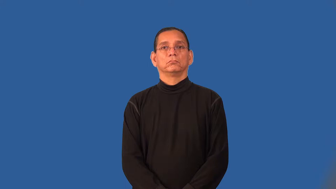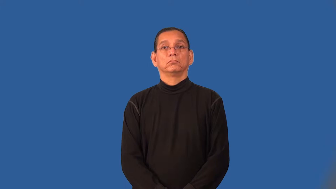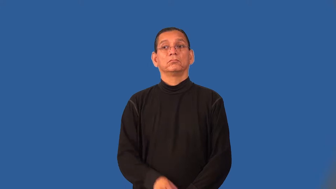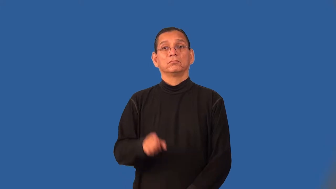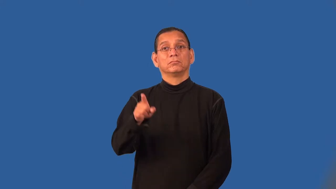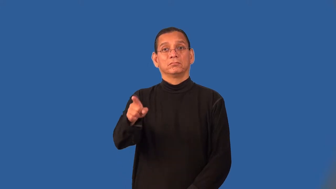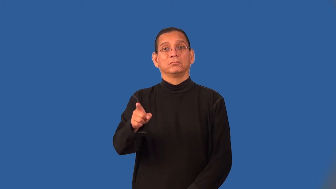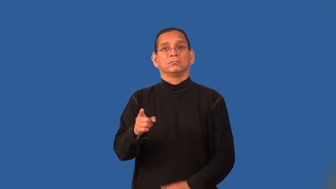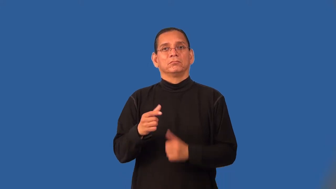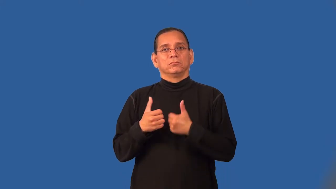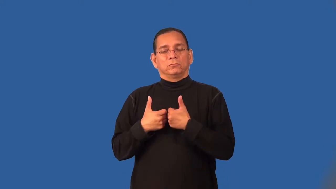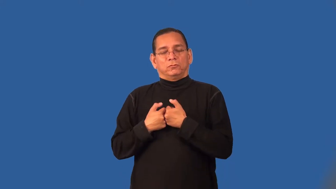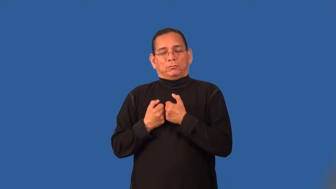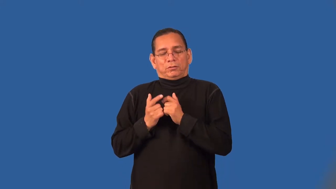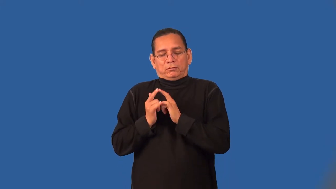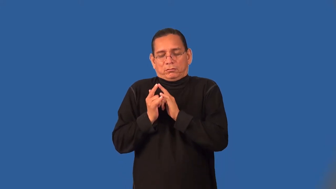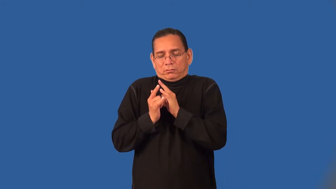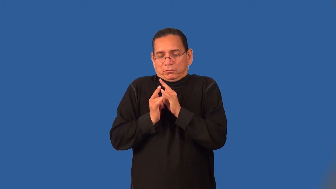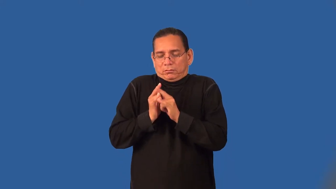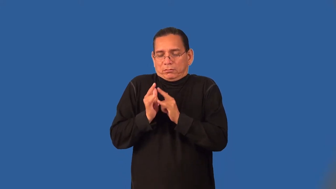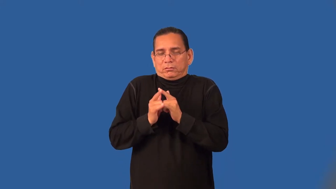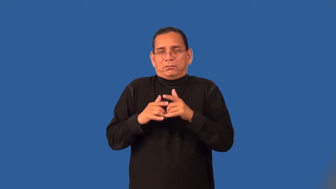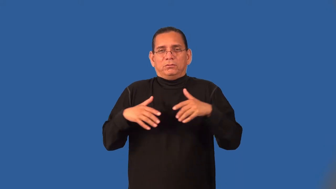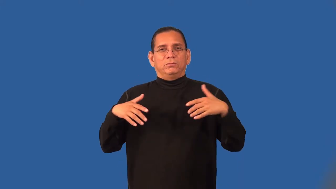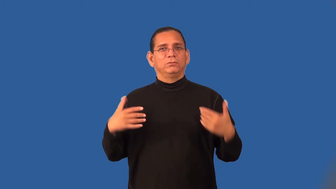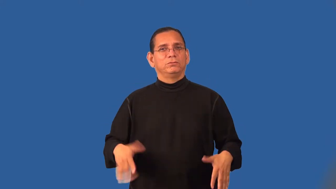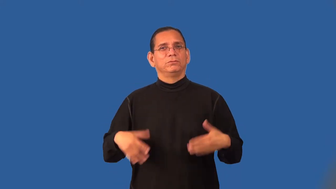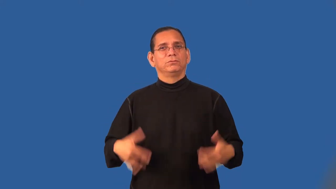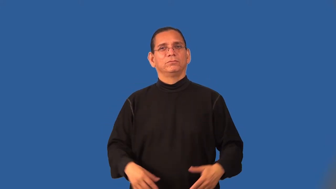romanticize